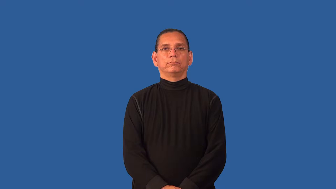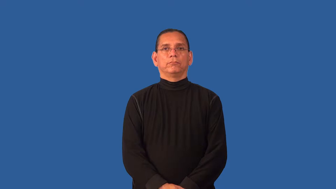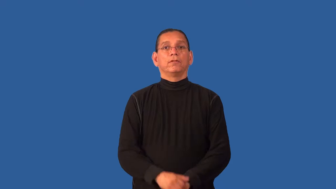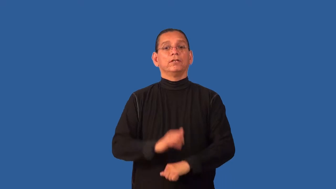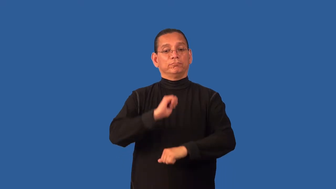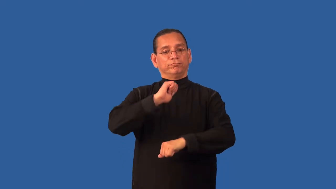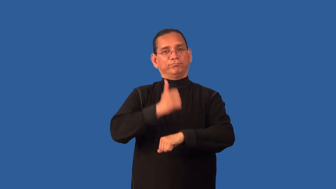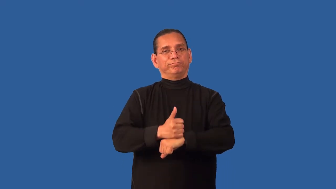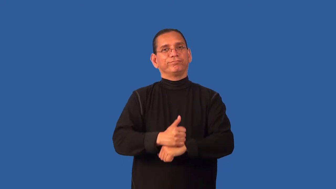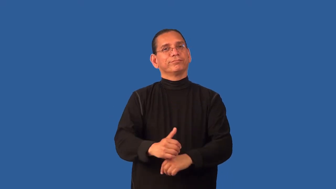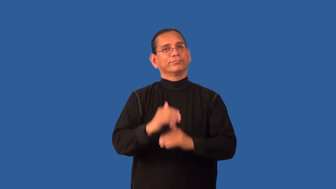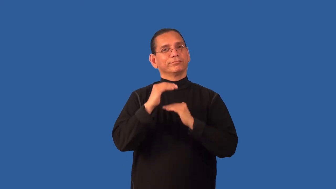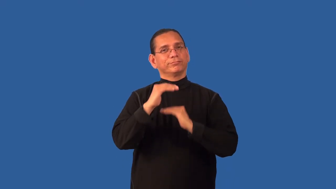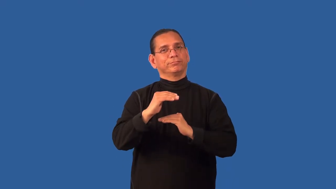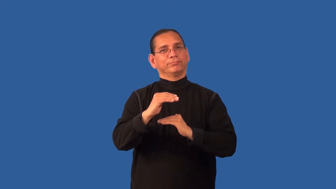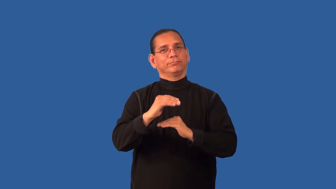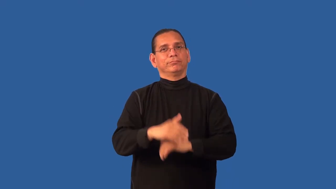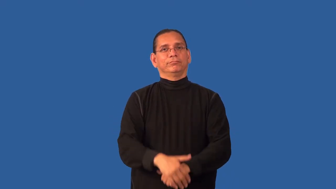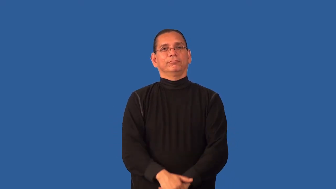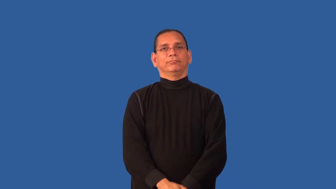delimit